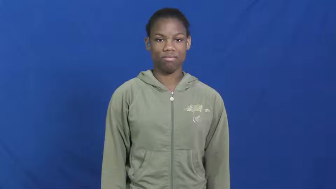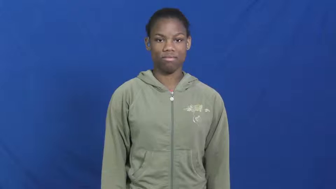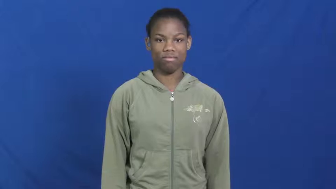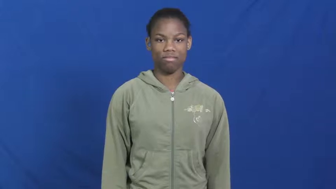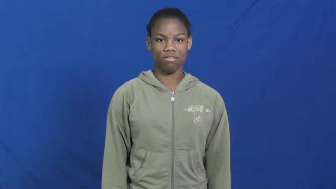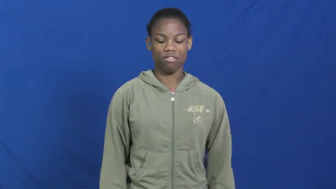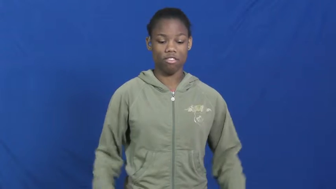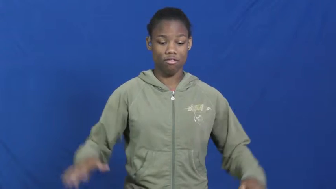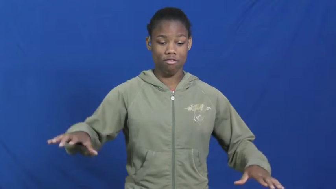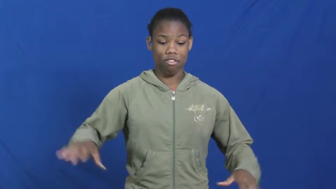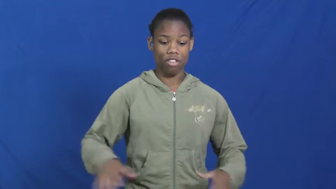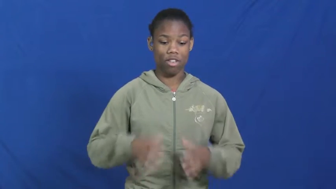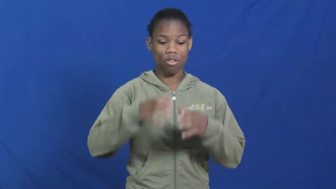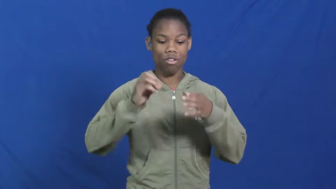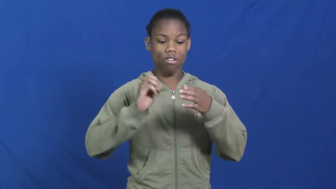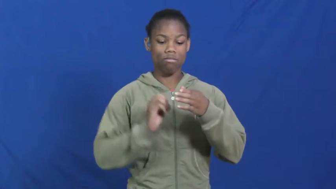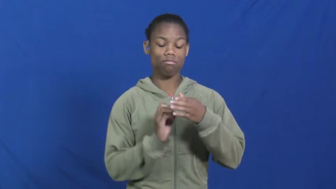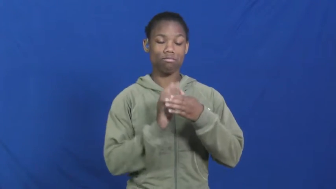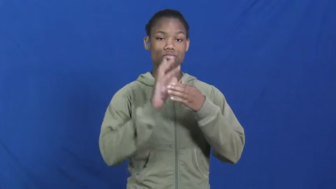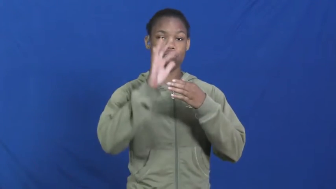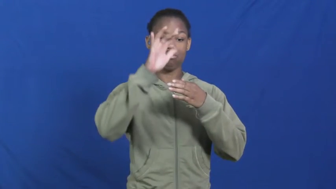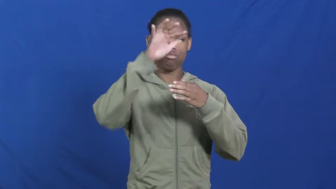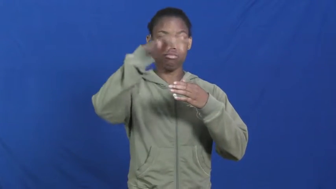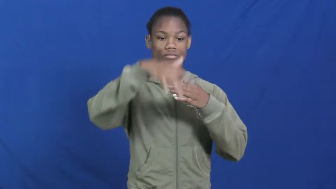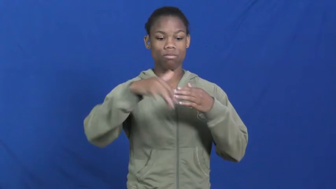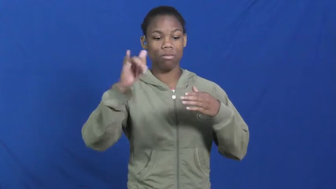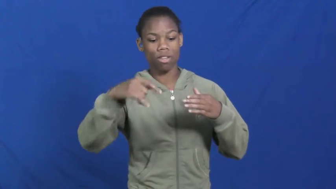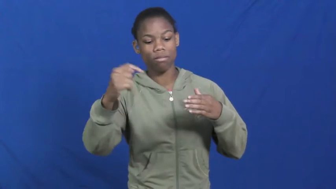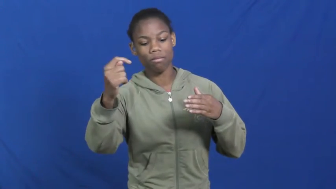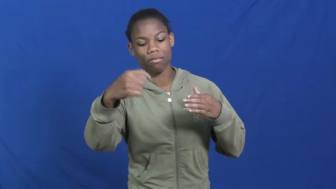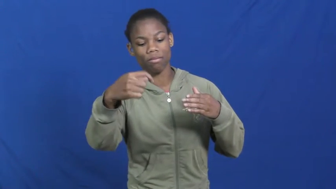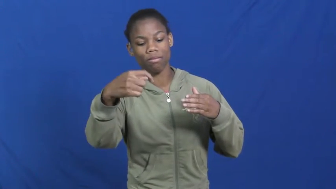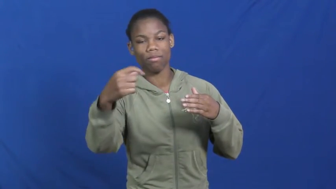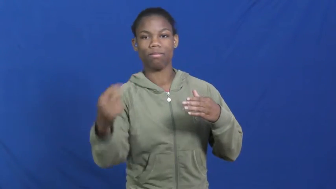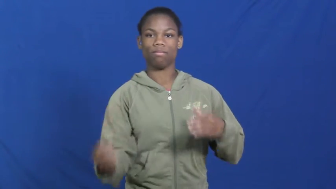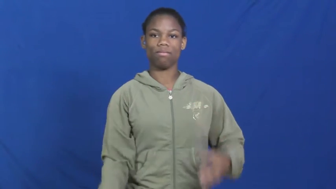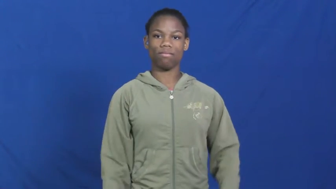lava